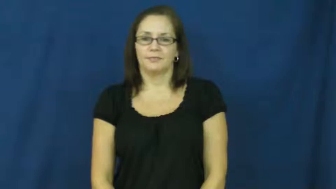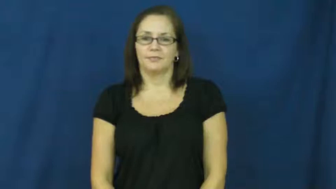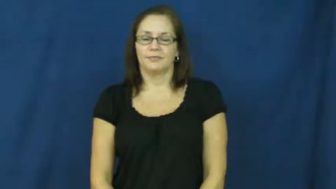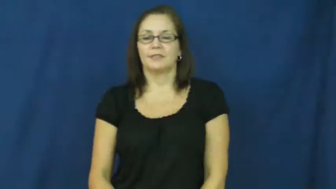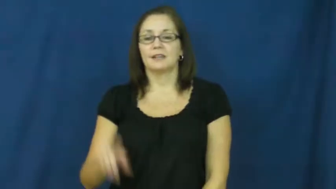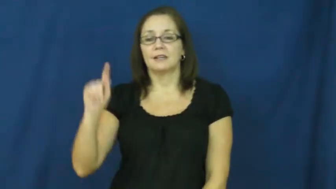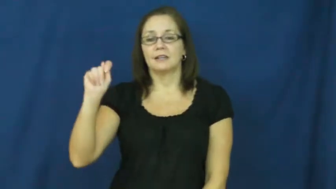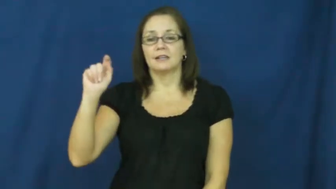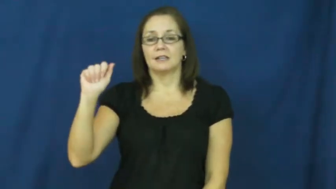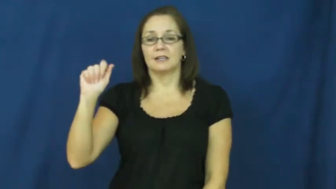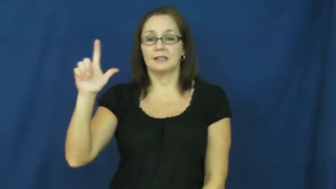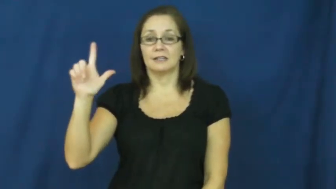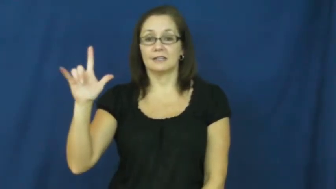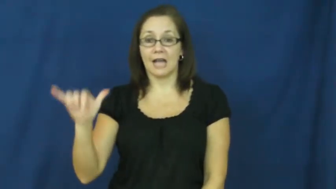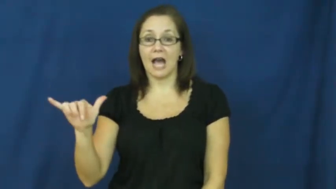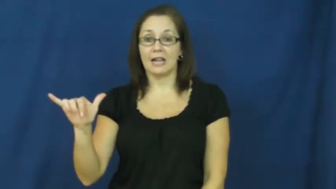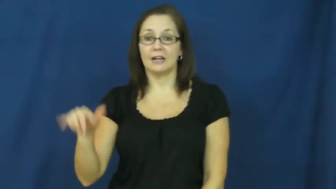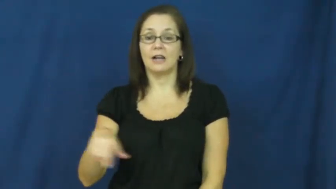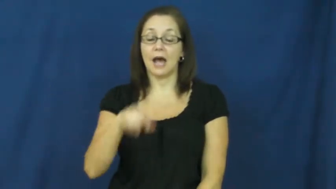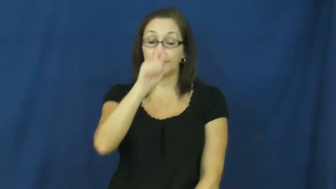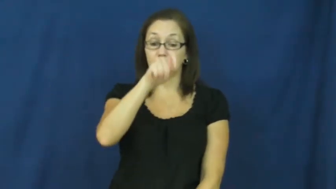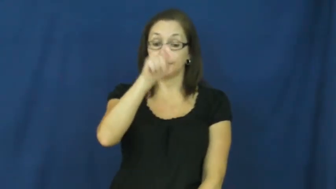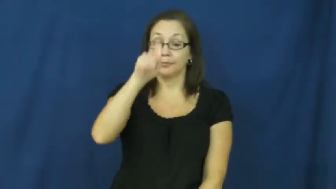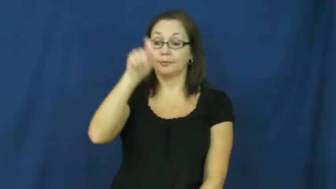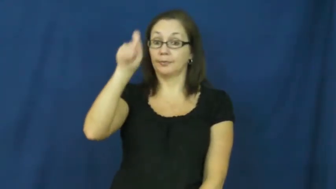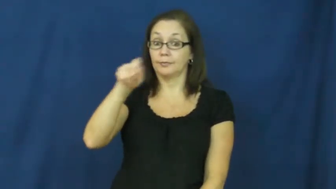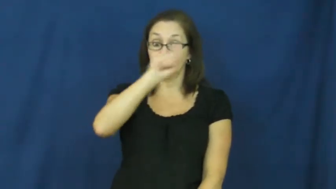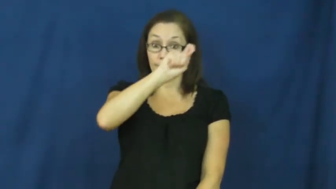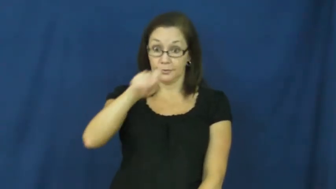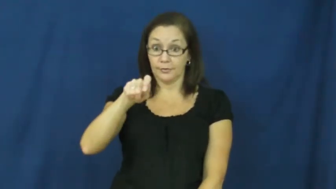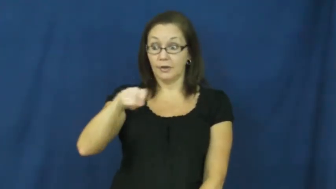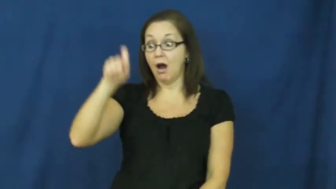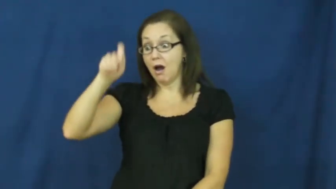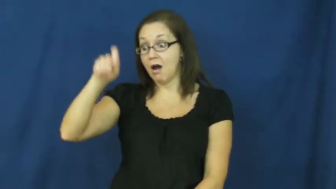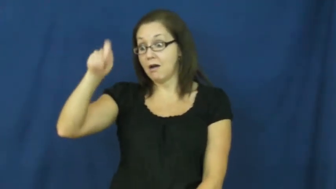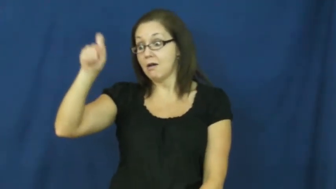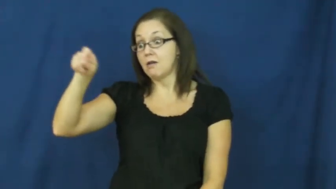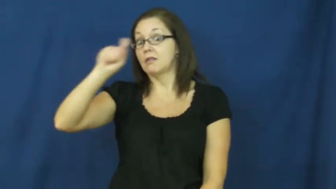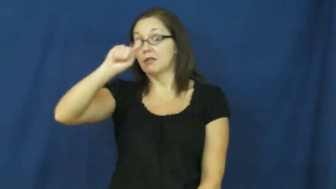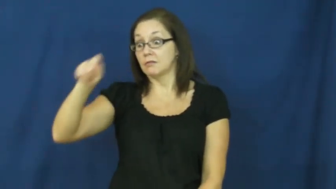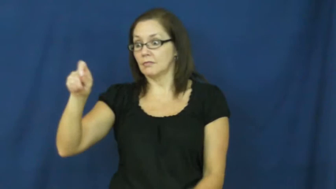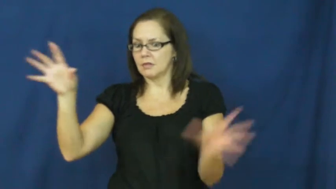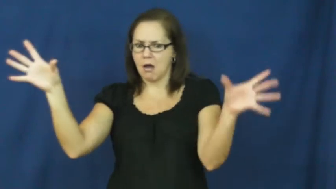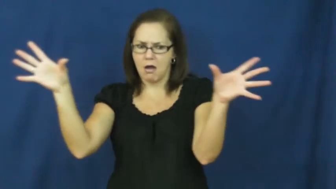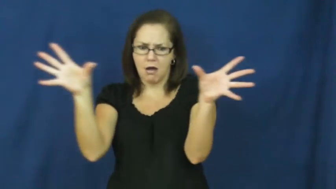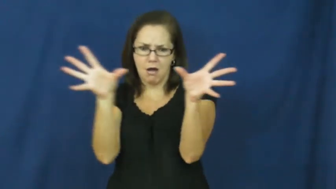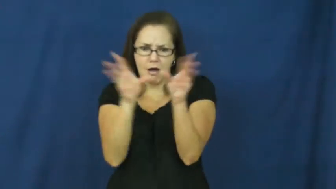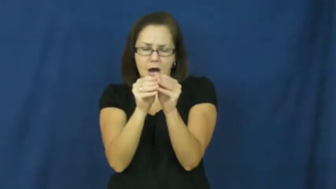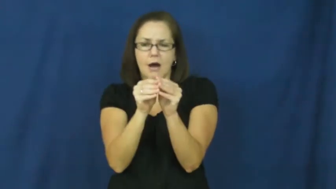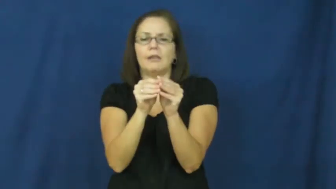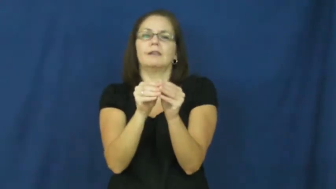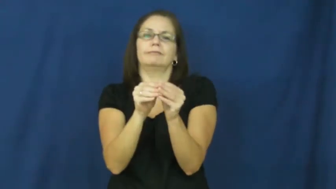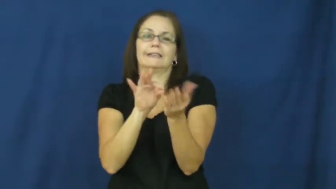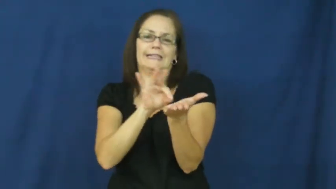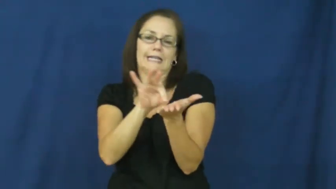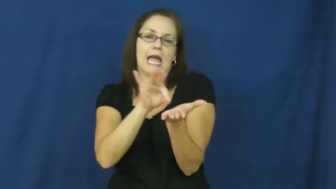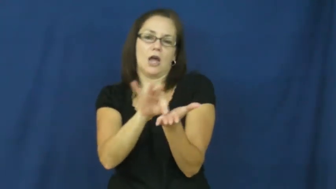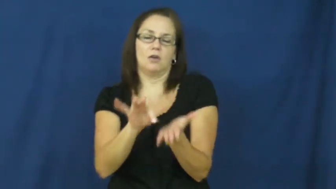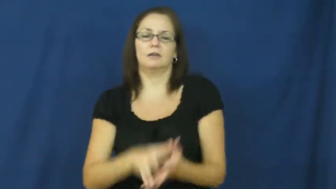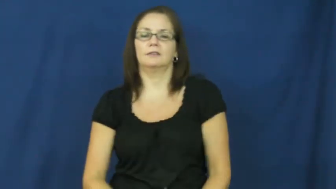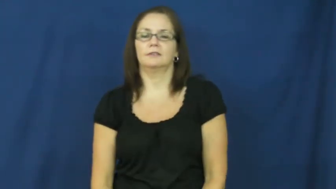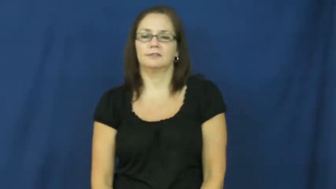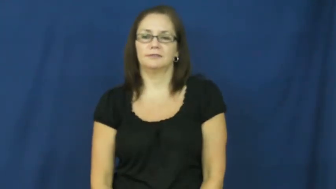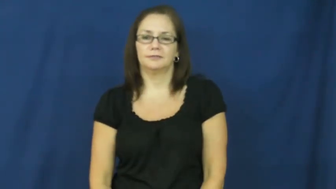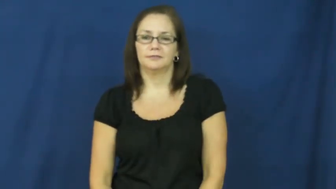tally-score